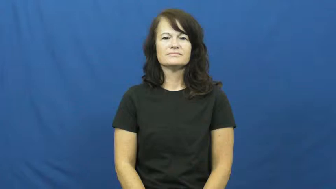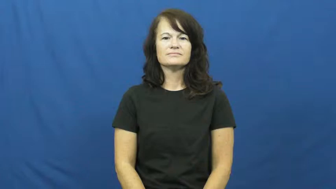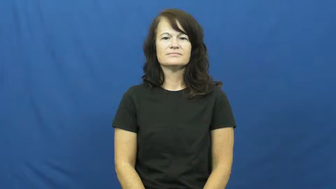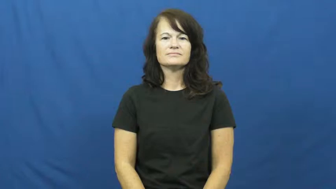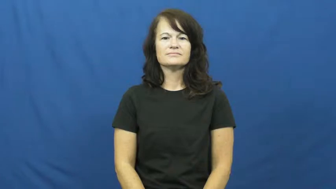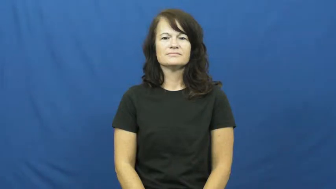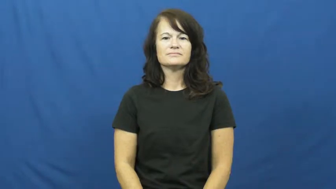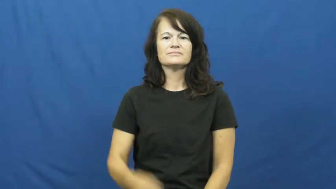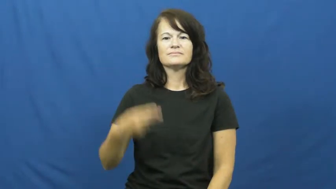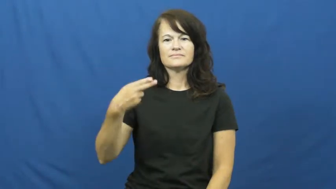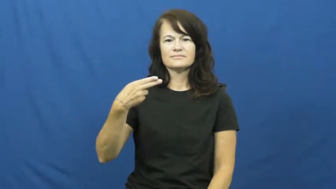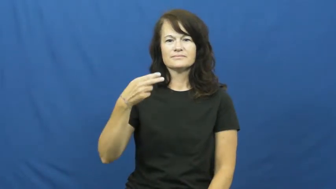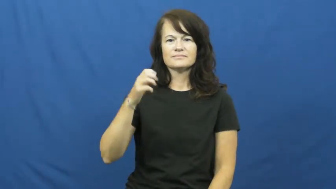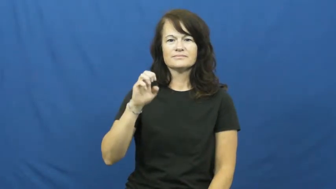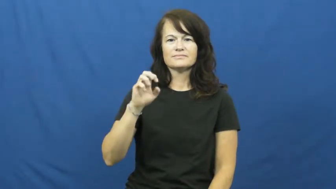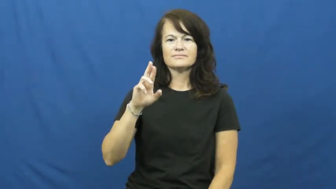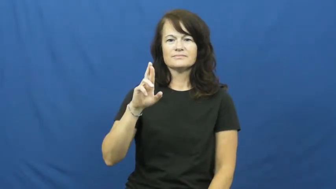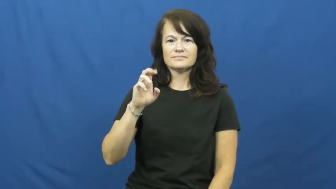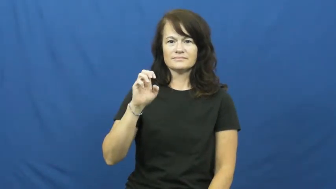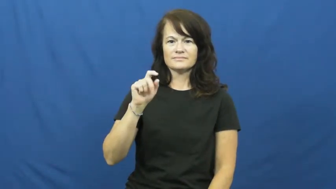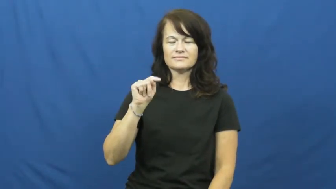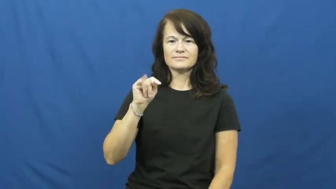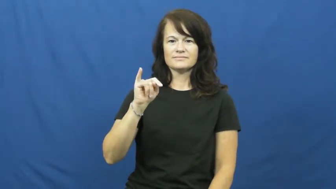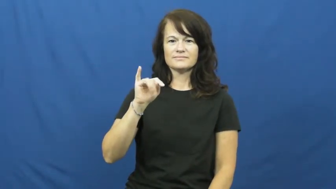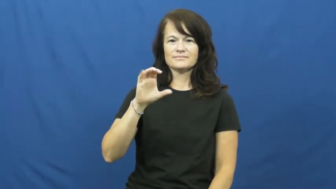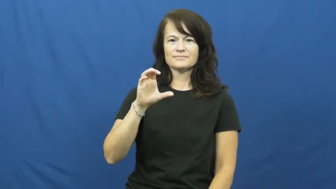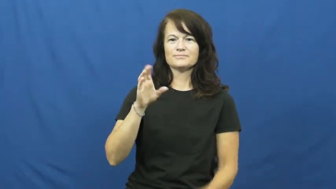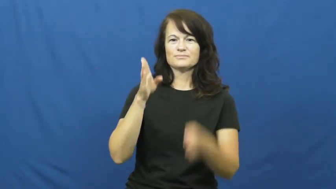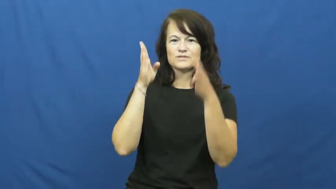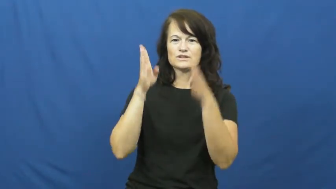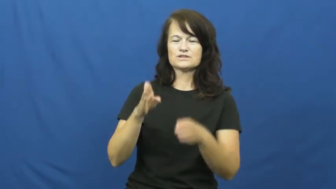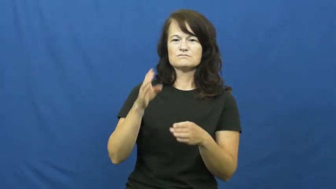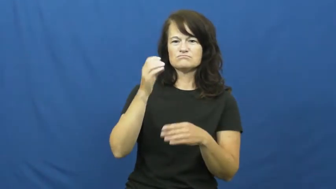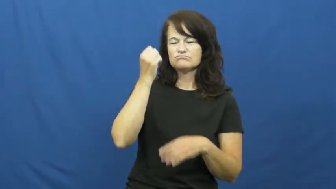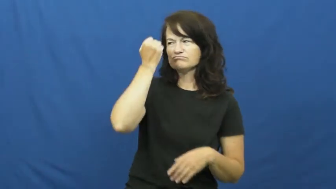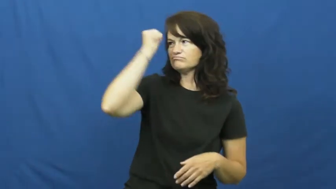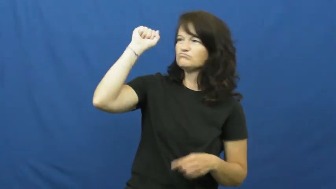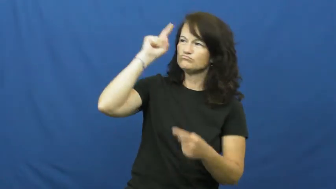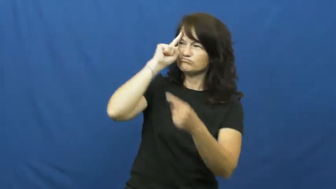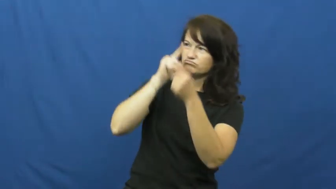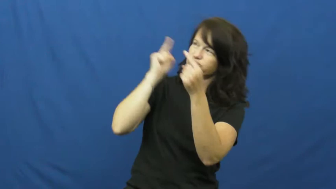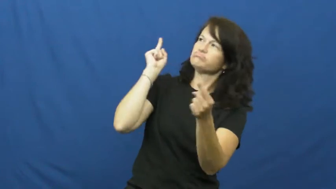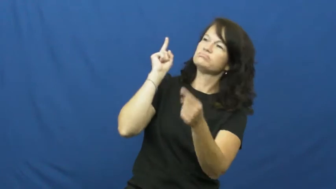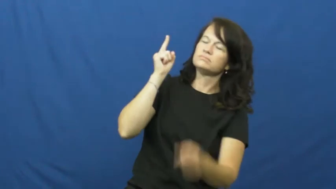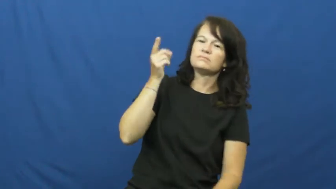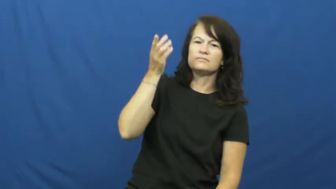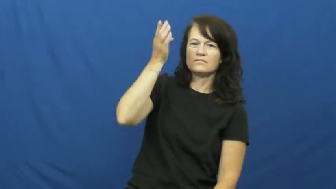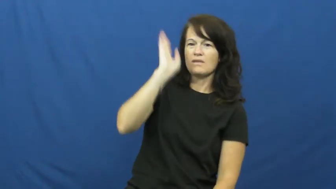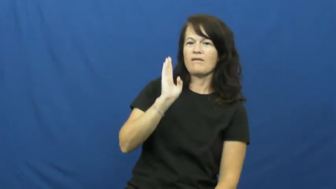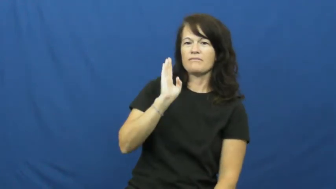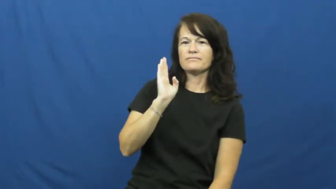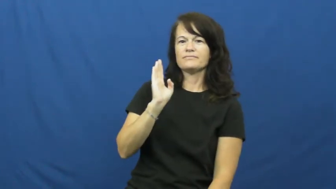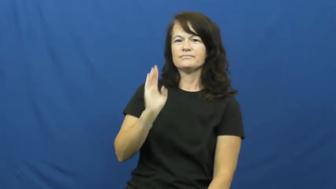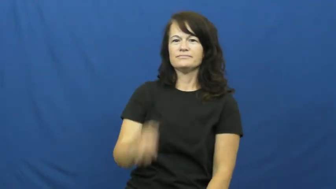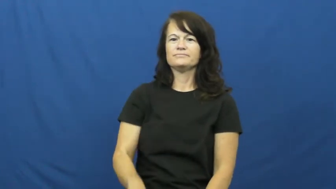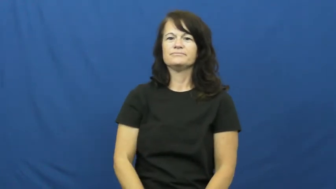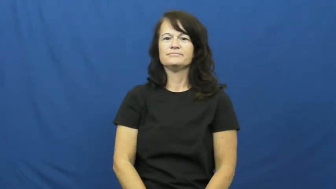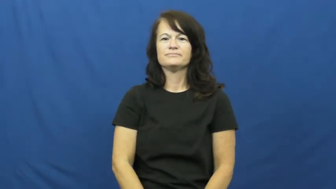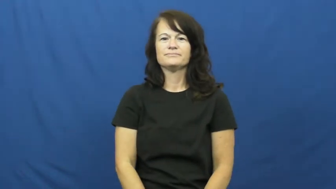heretic